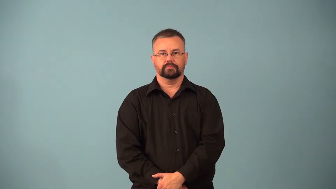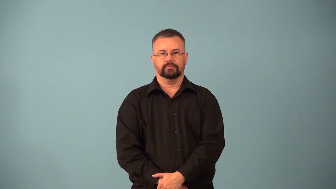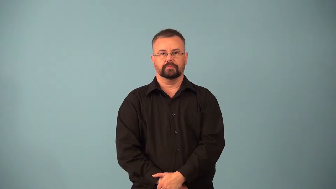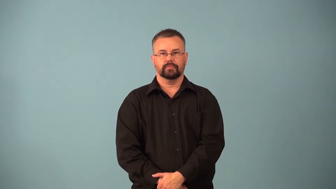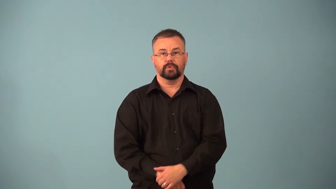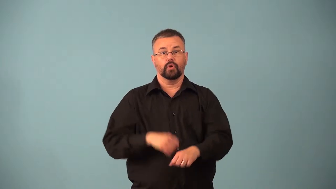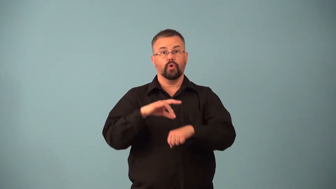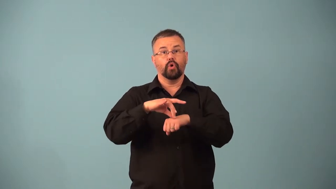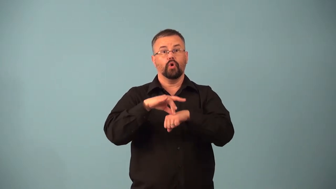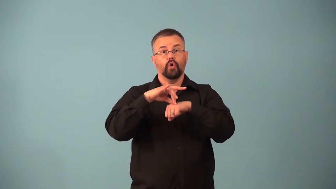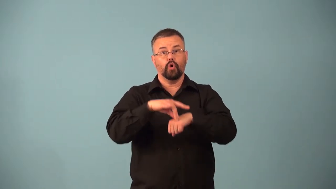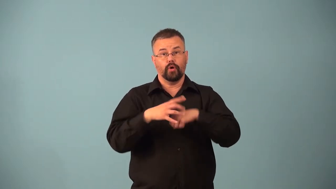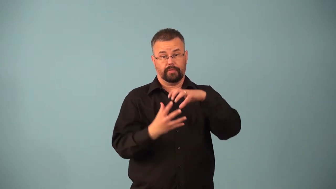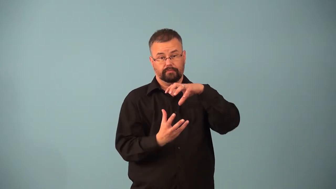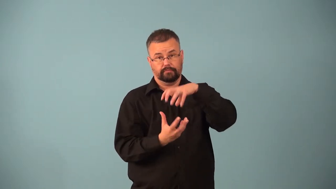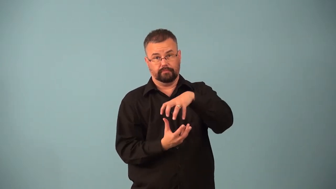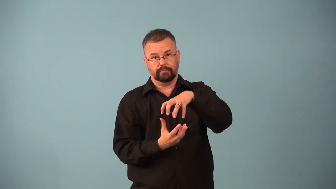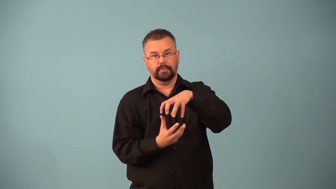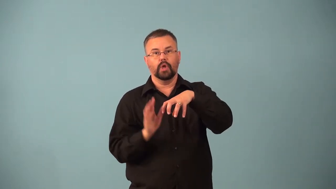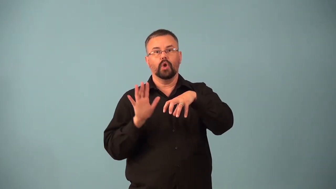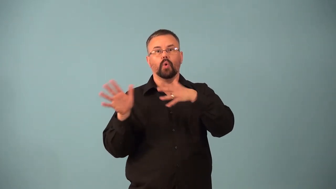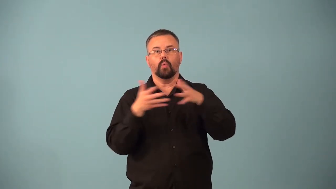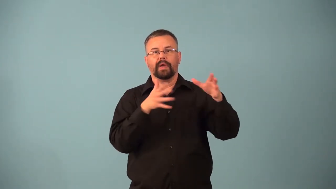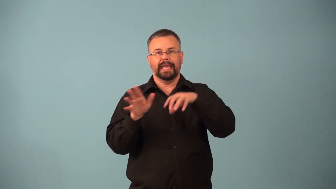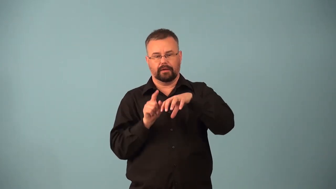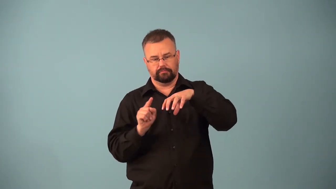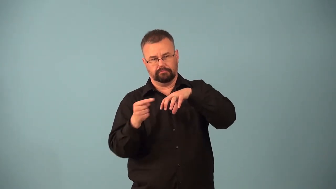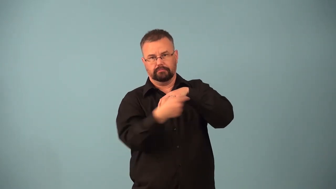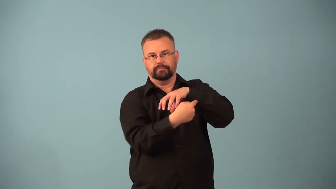jet stream